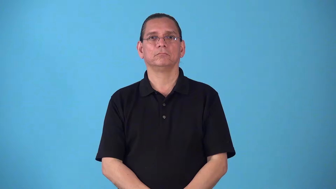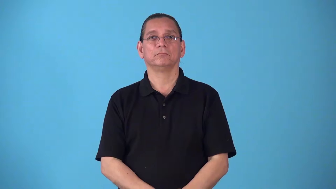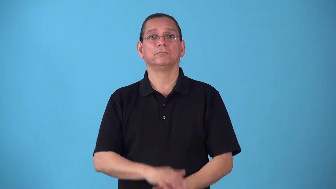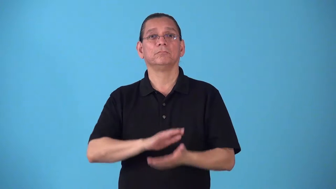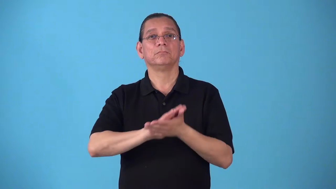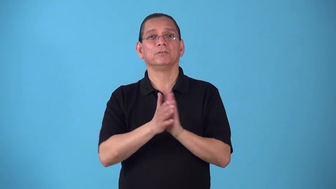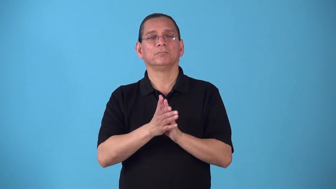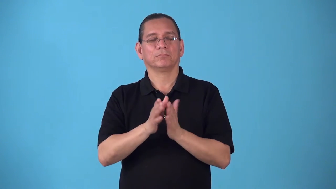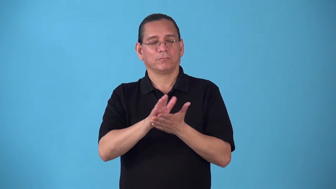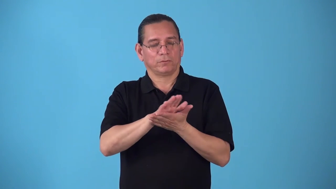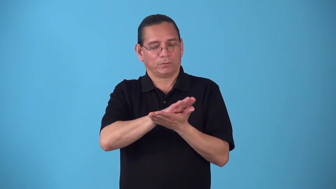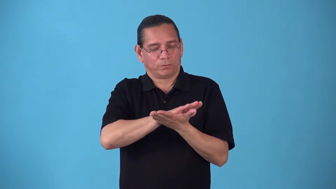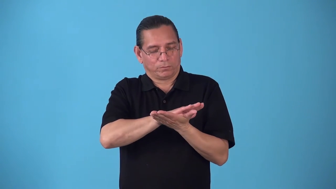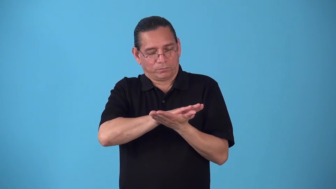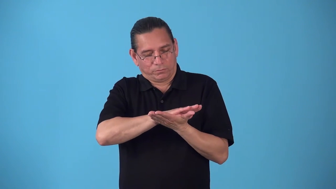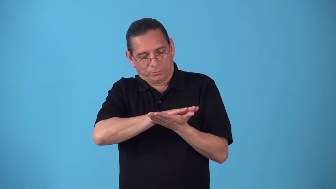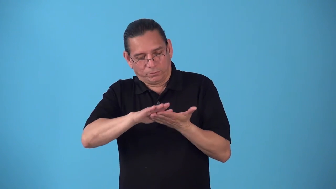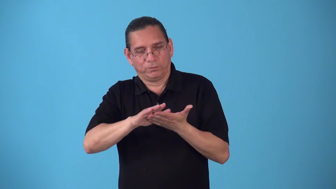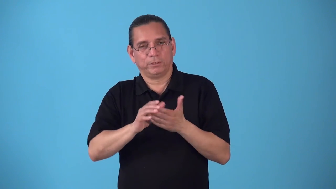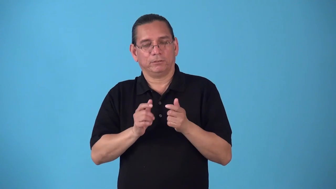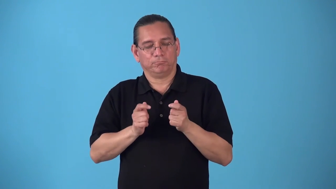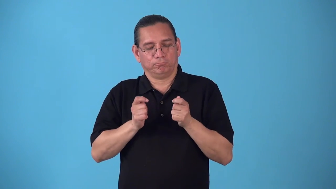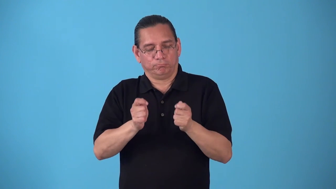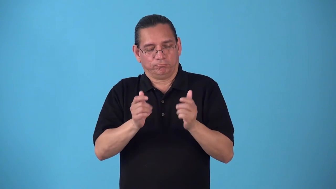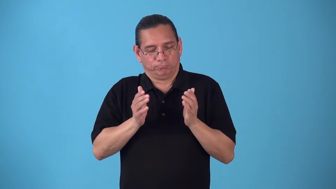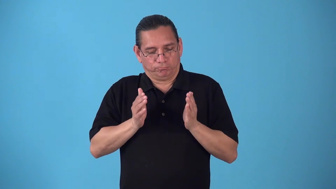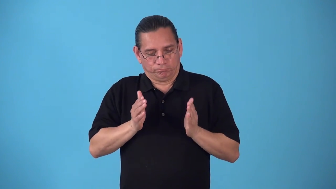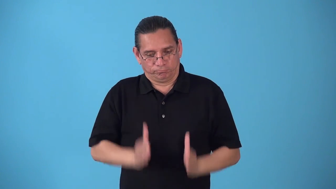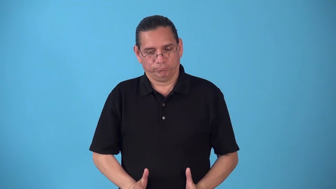sainthood